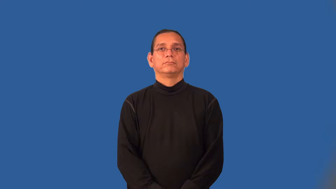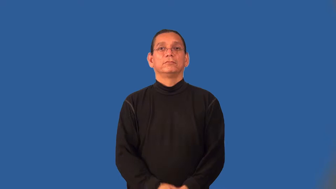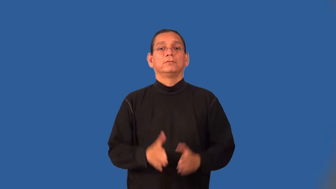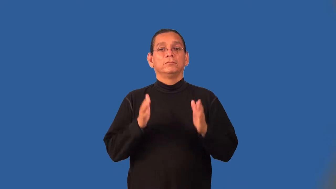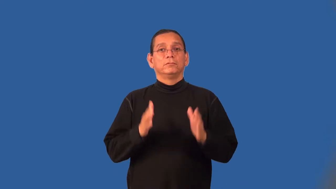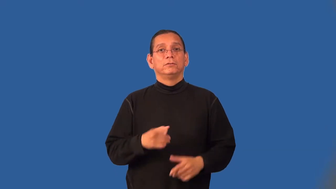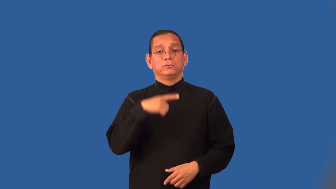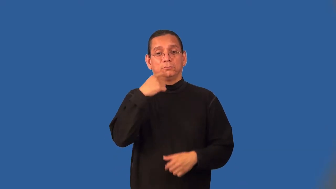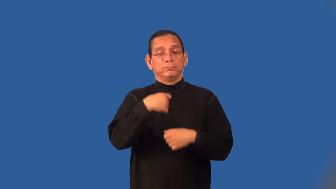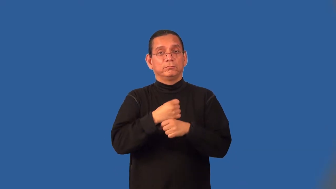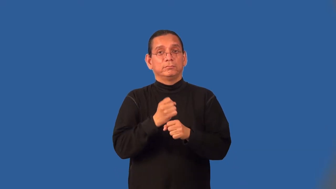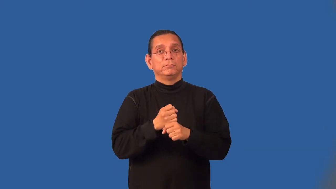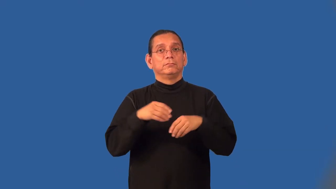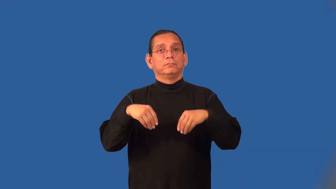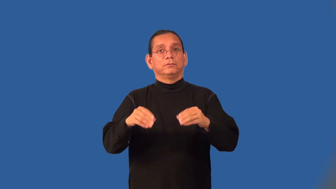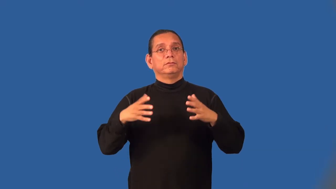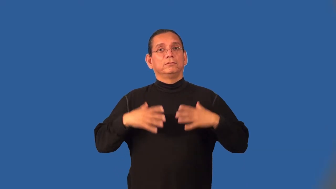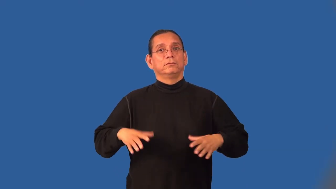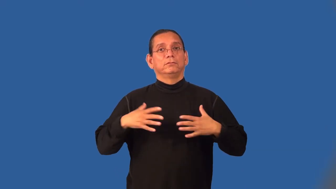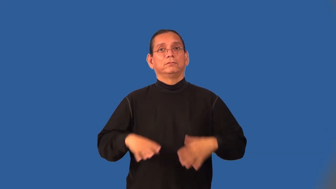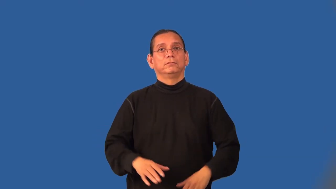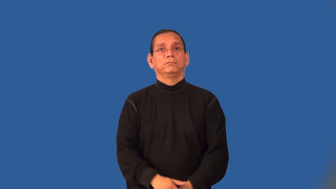clothier